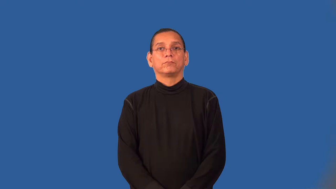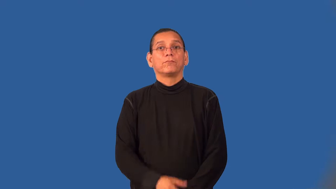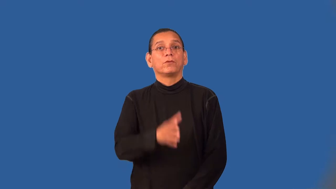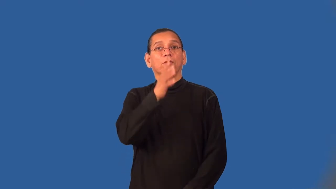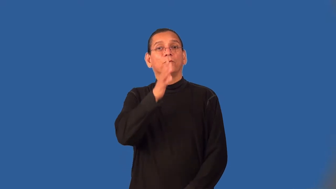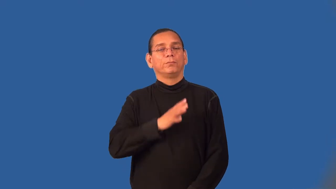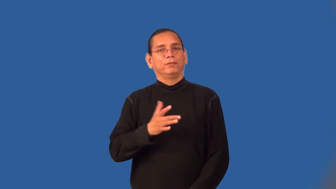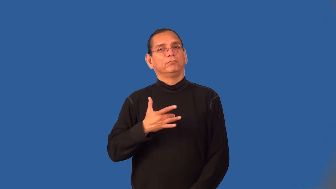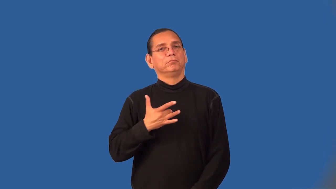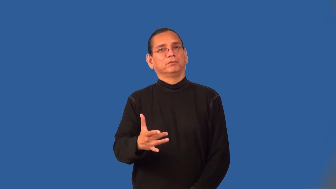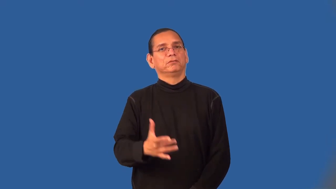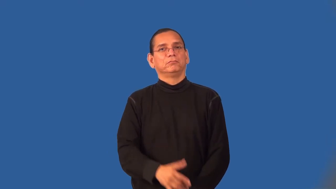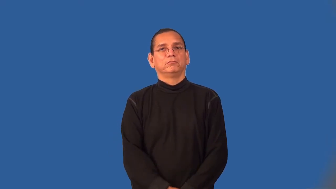womanly